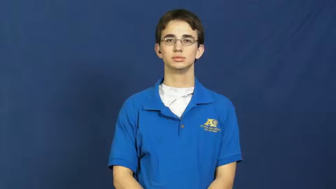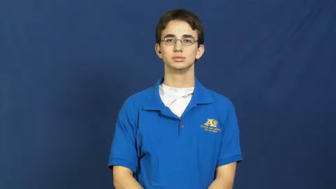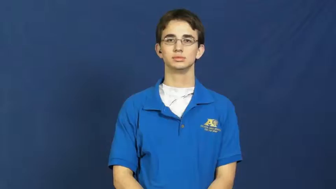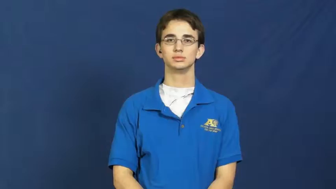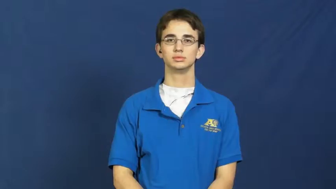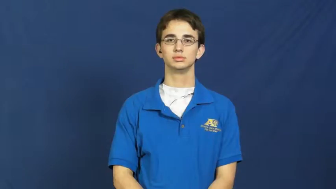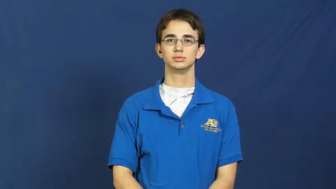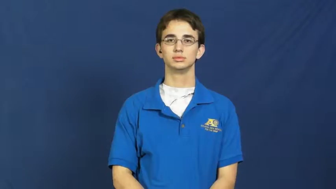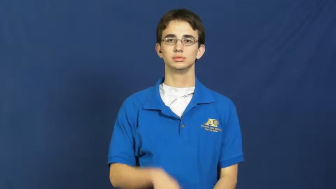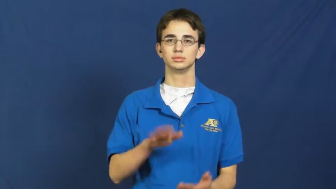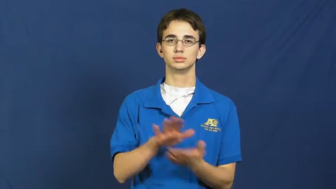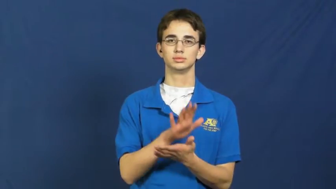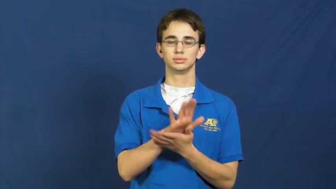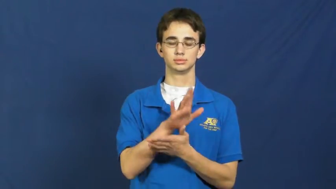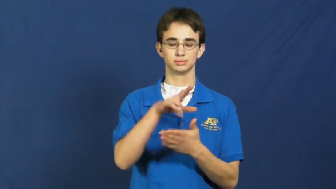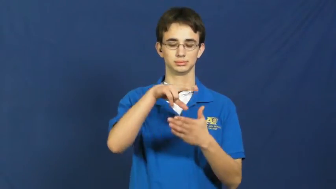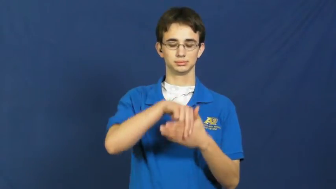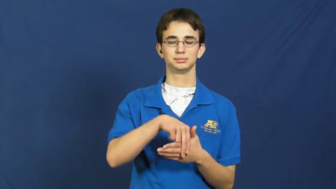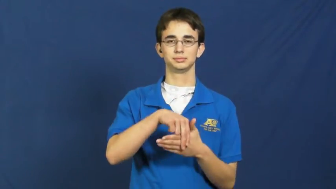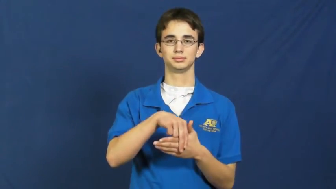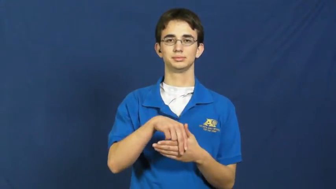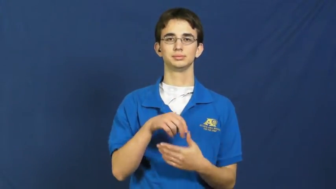paper clip